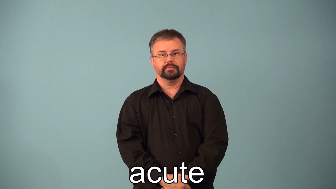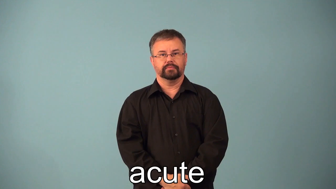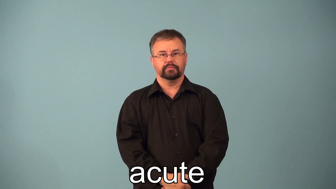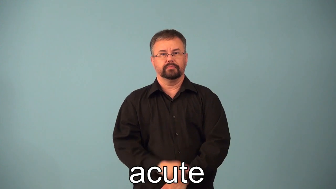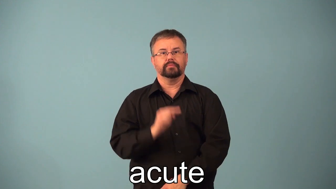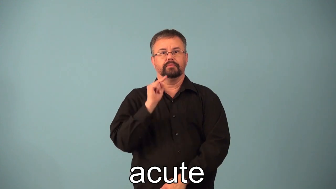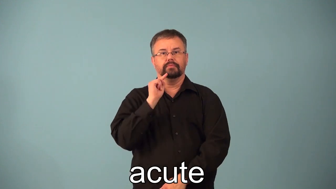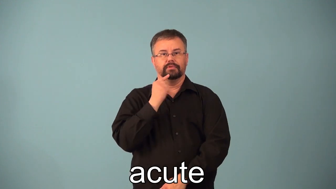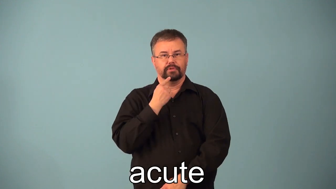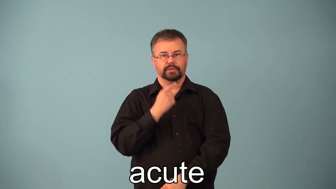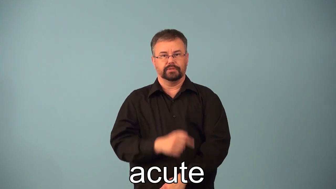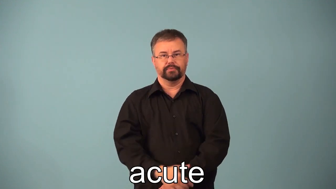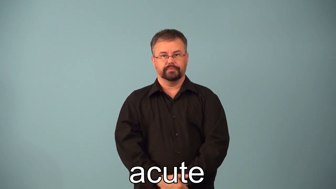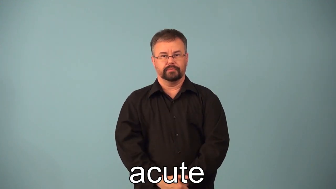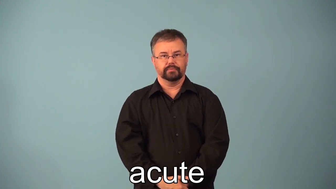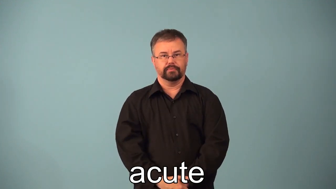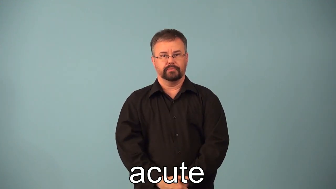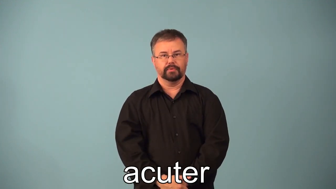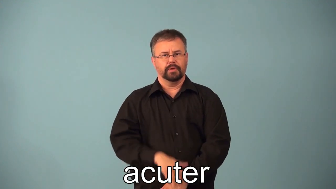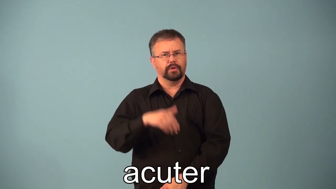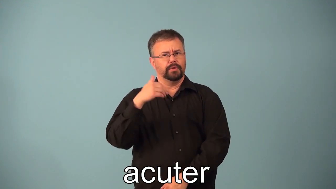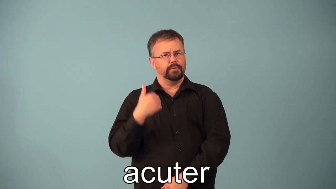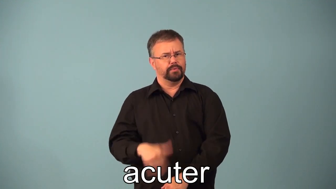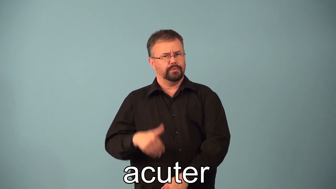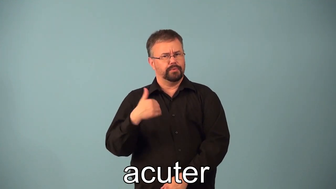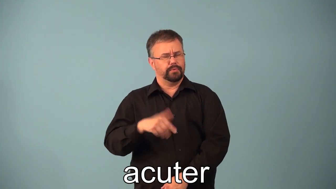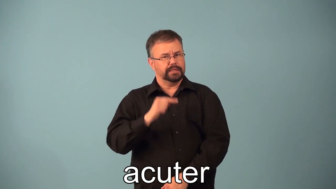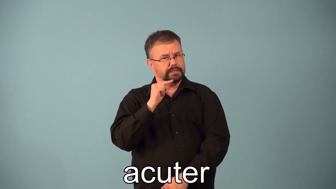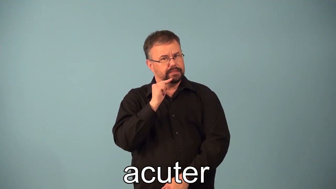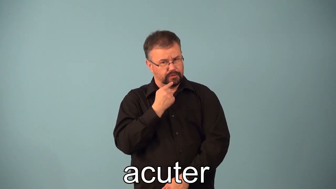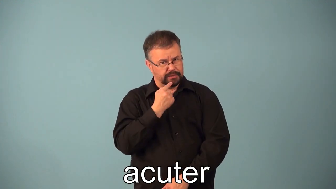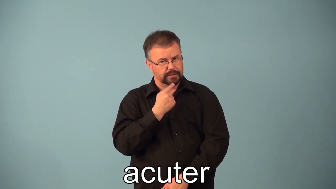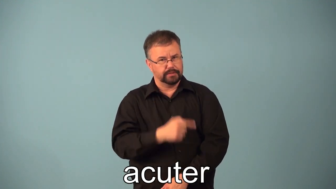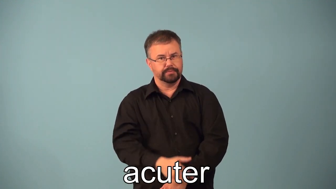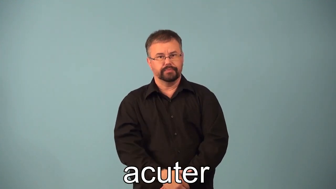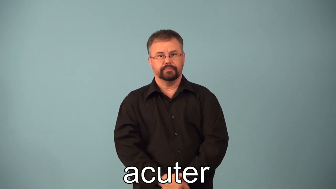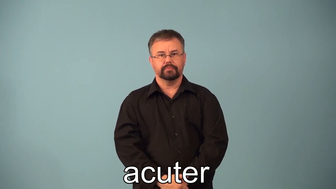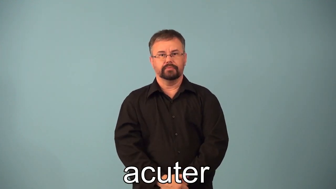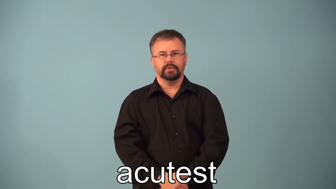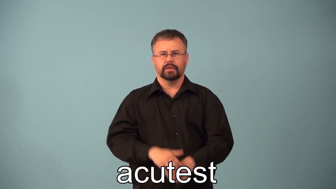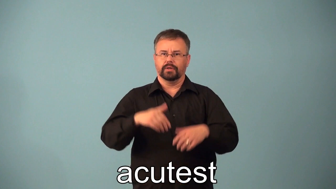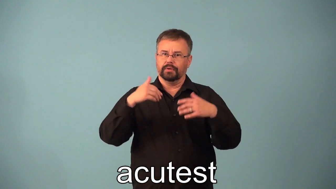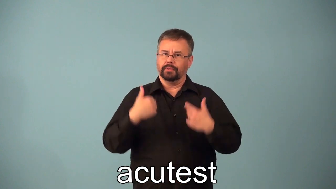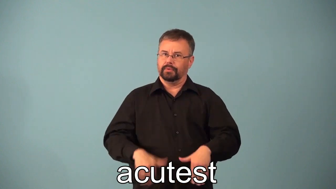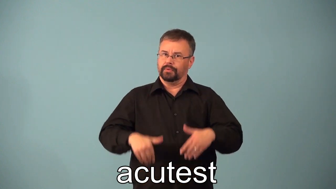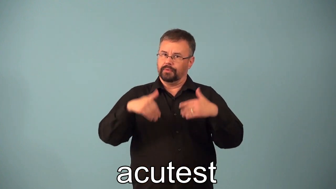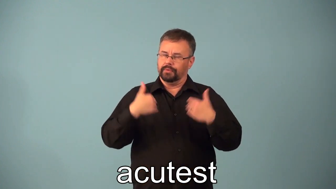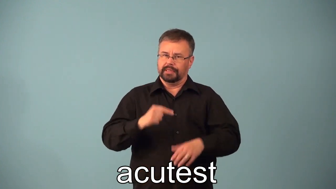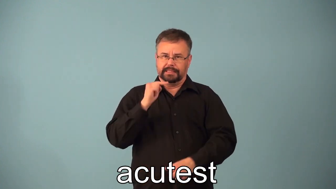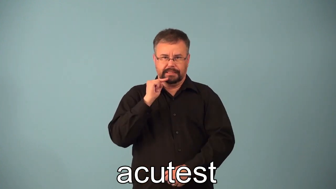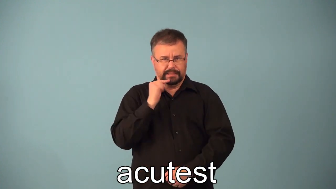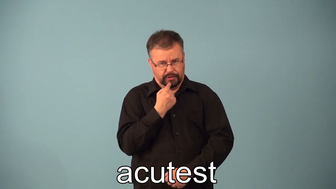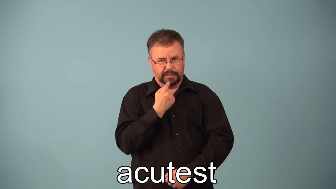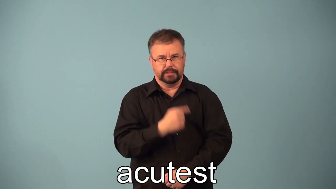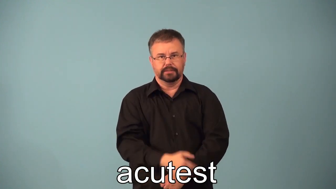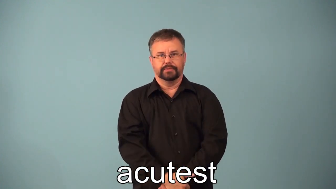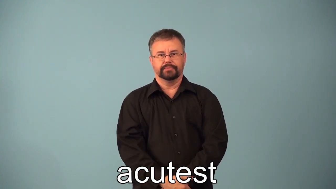acute,acuter,acutest